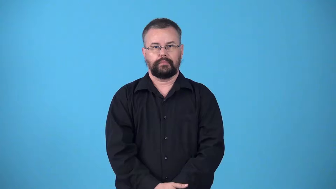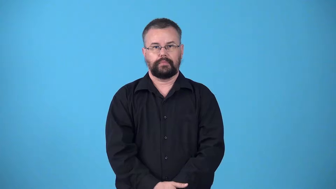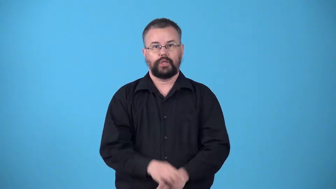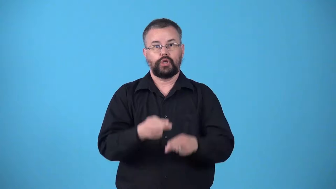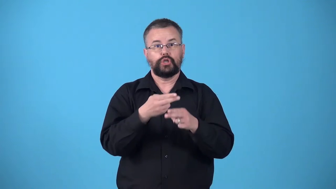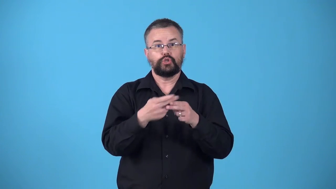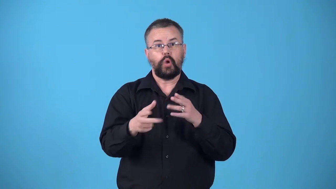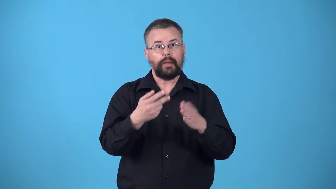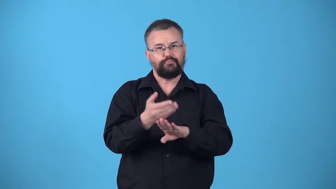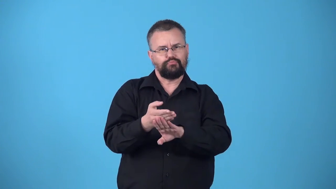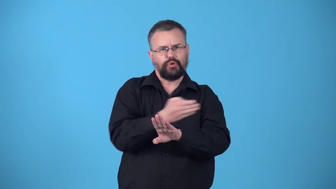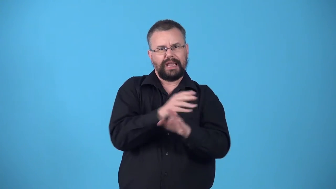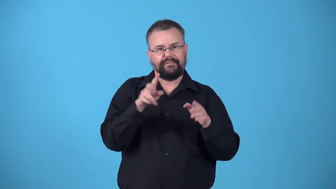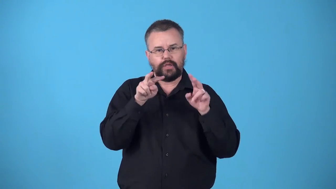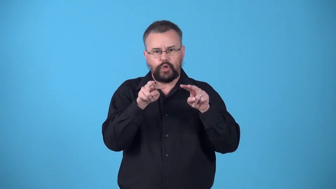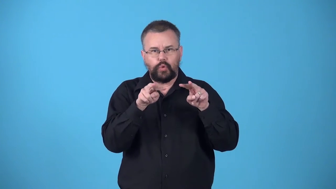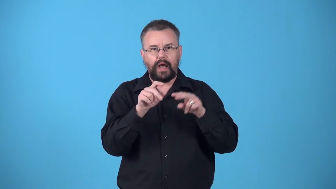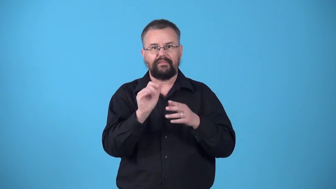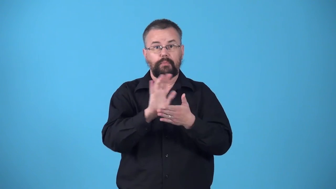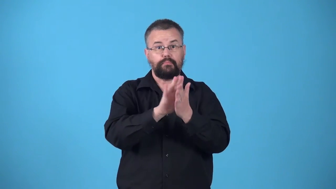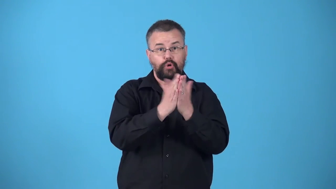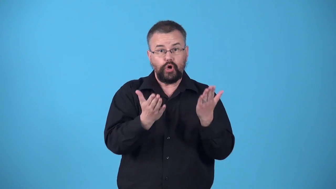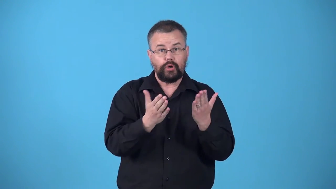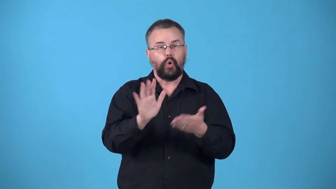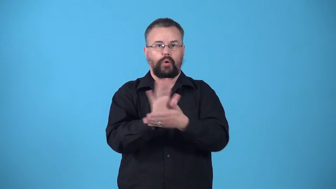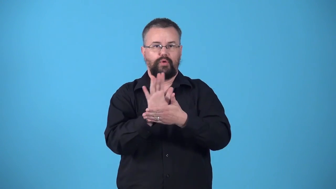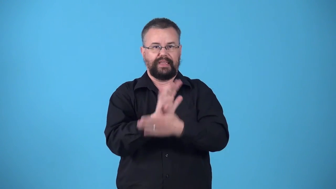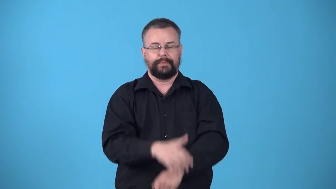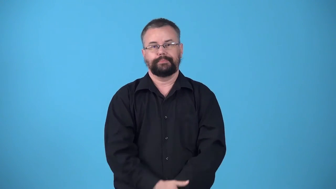vignette-book